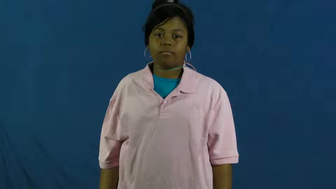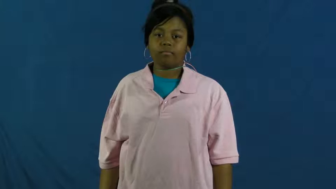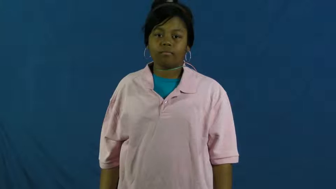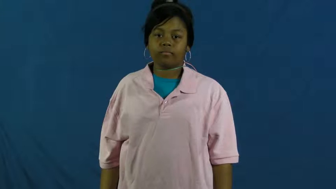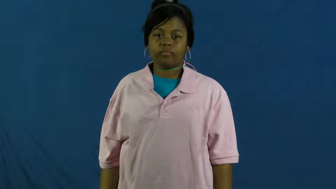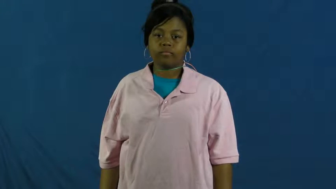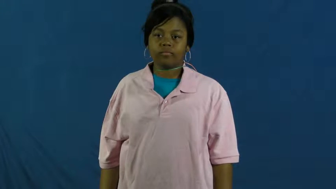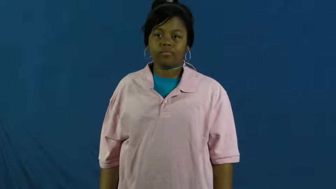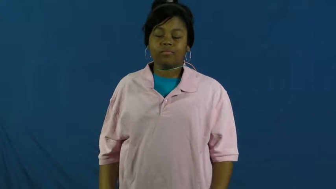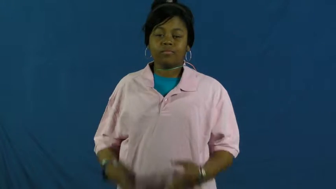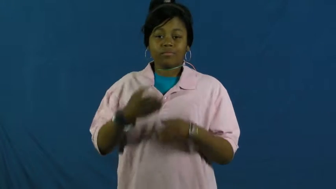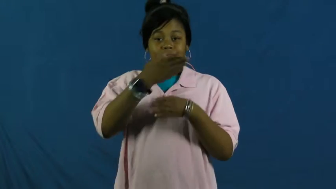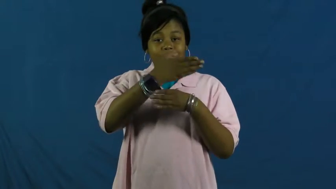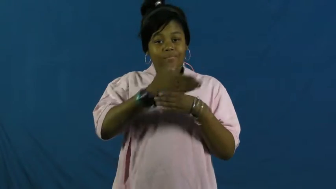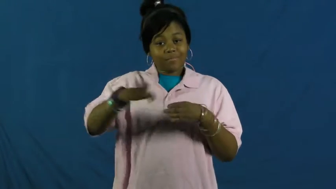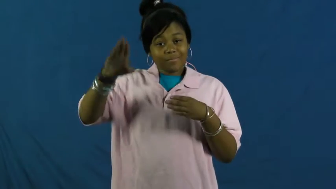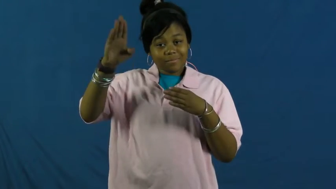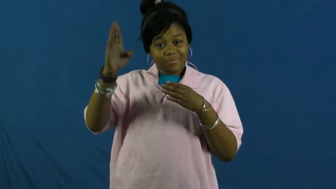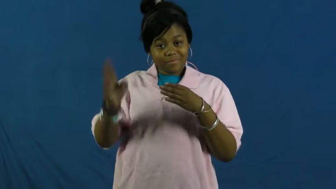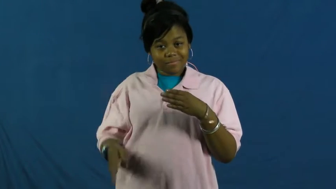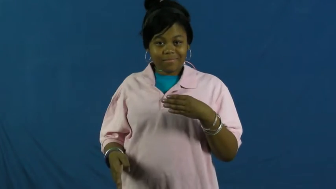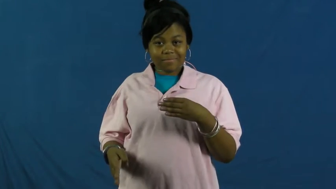turn out,upshot-result